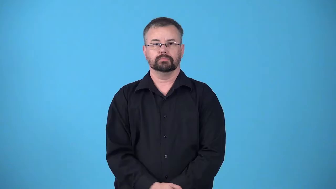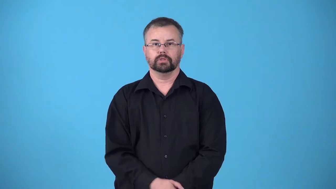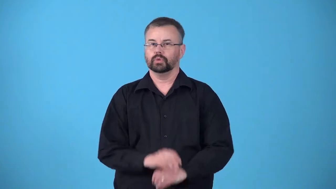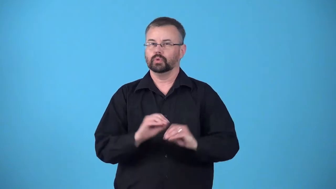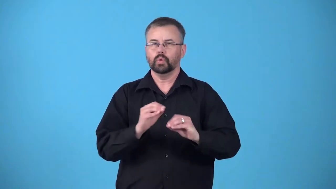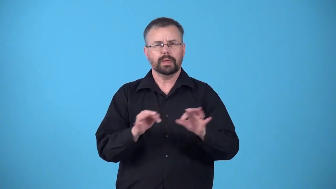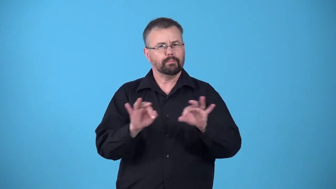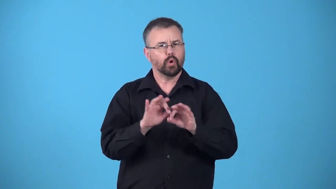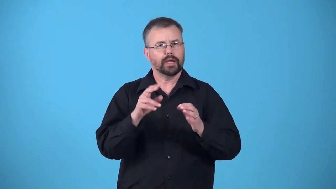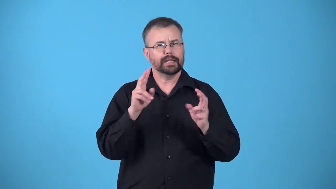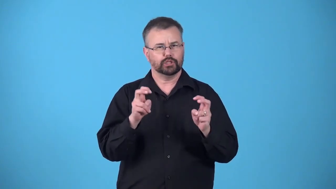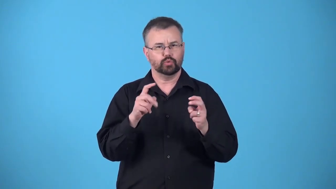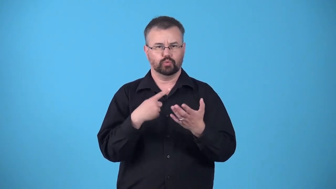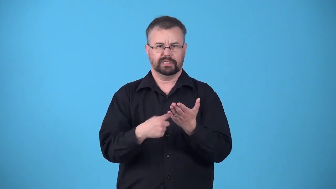issueless